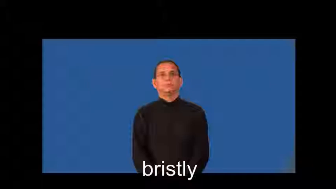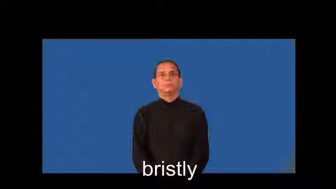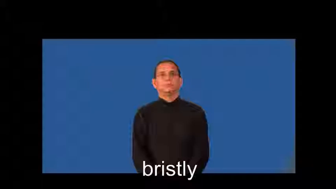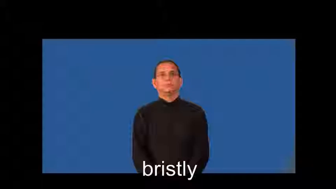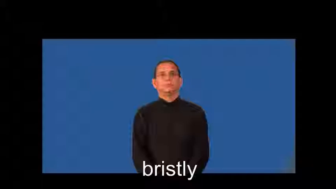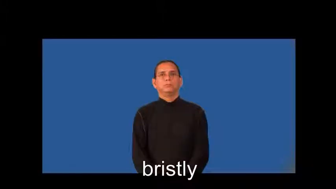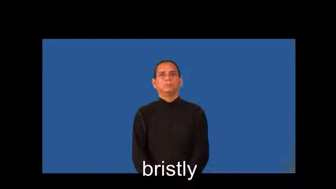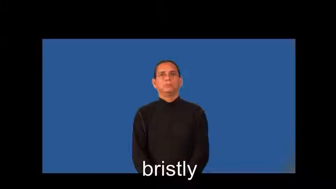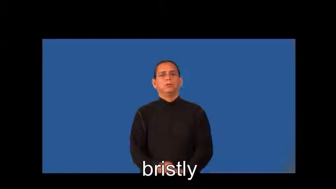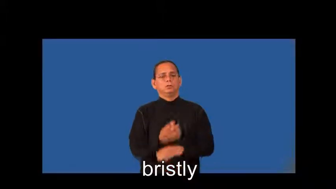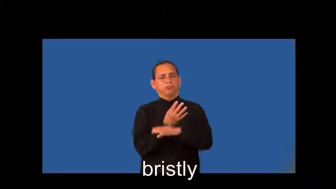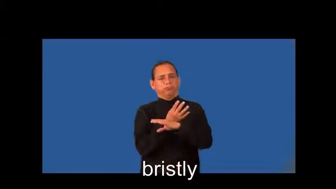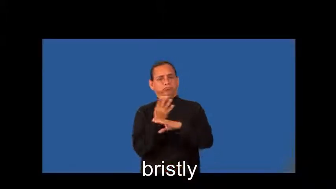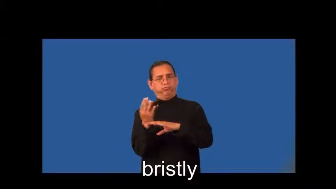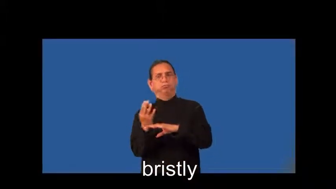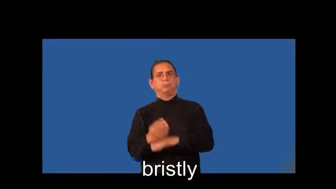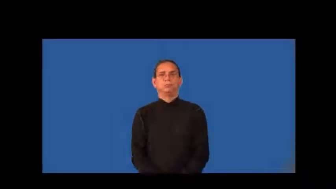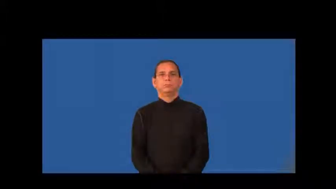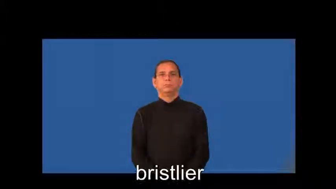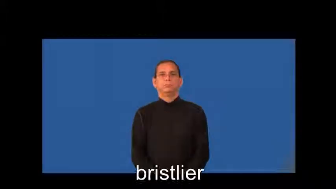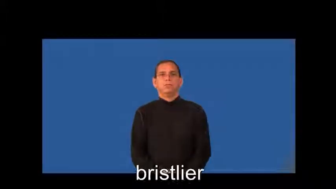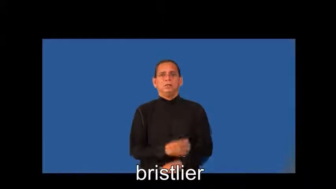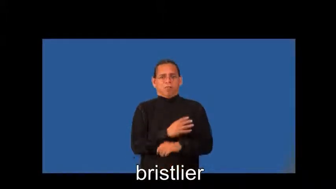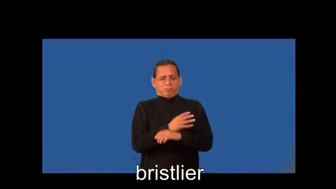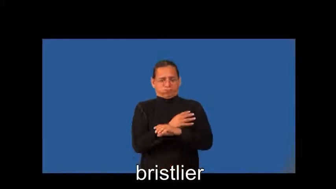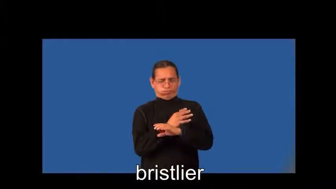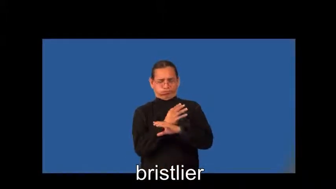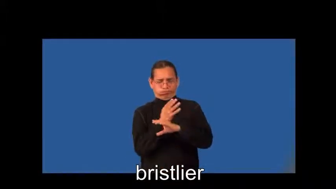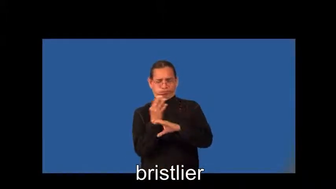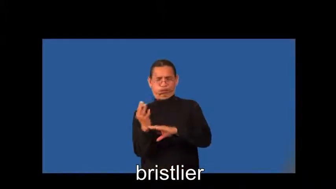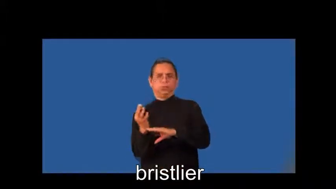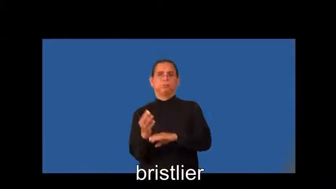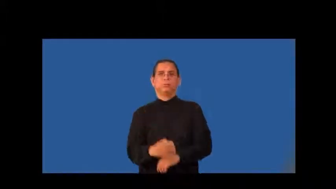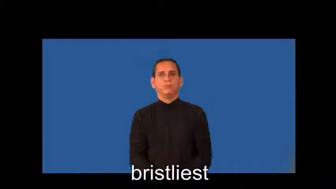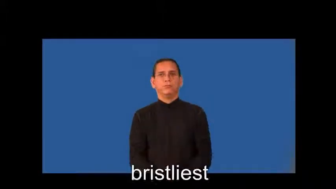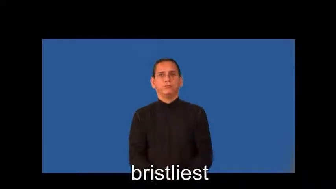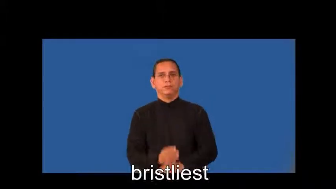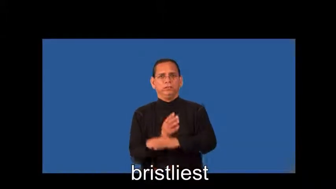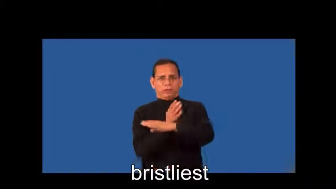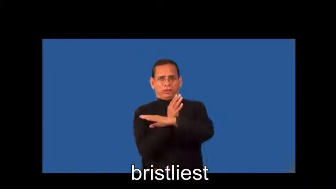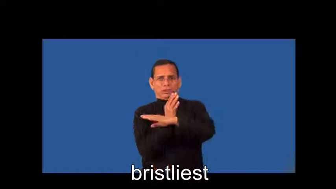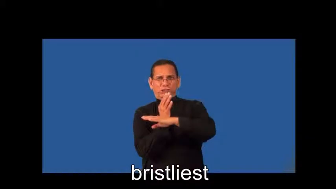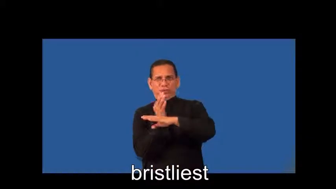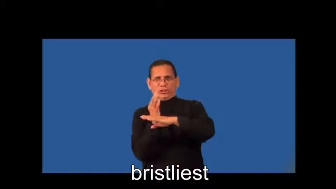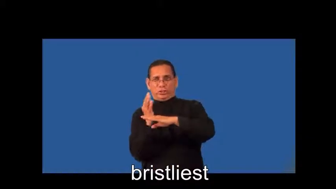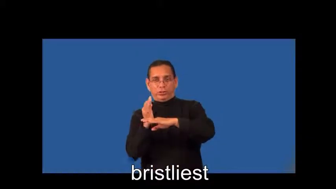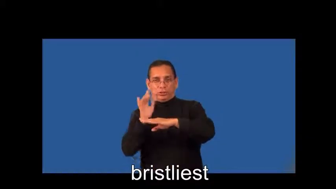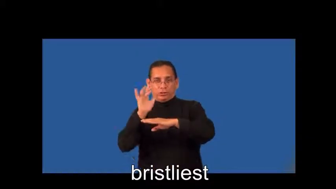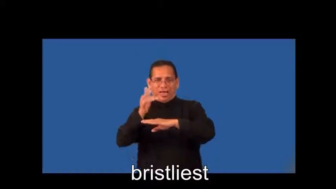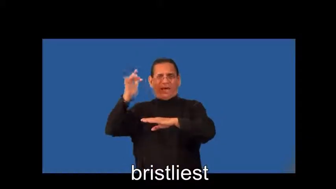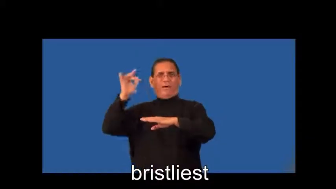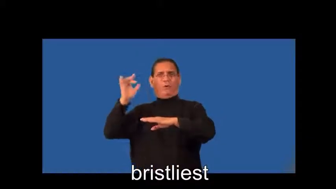bristlier,bristliest